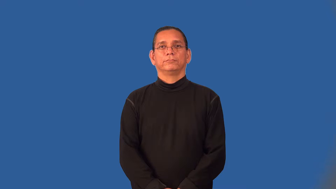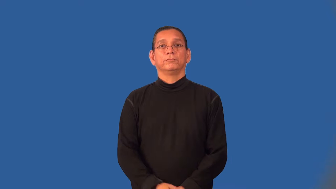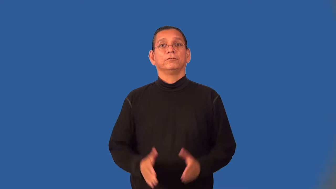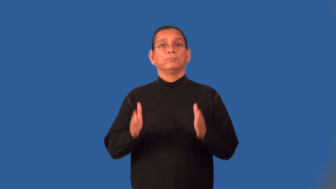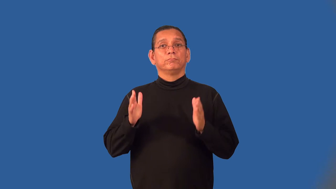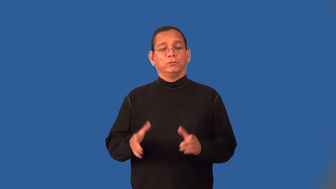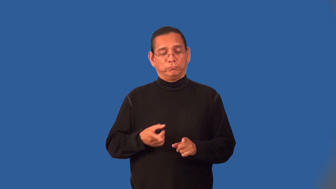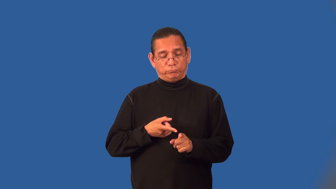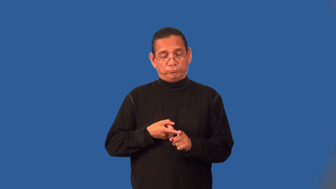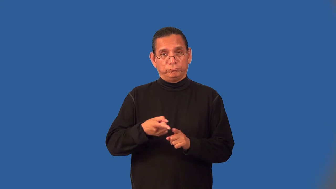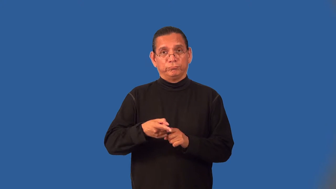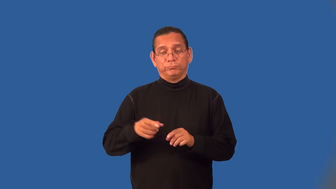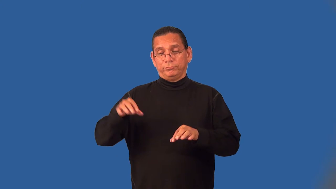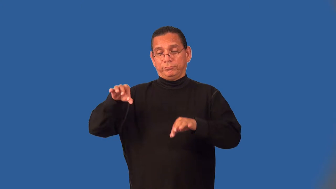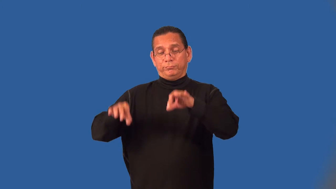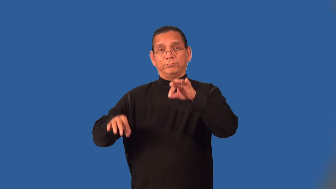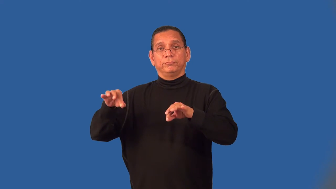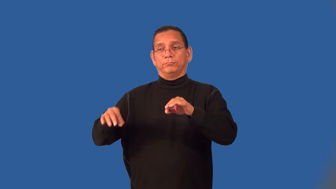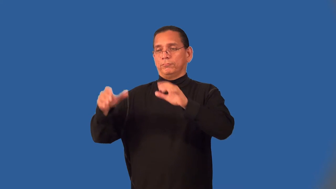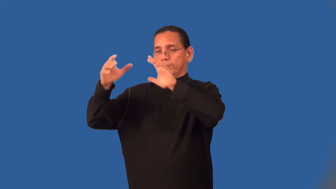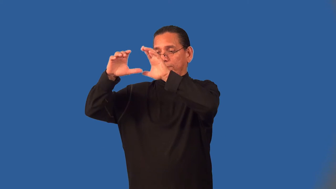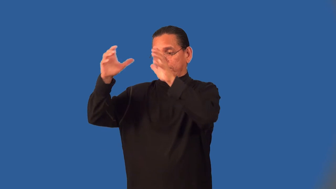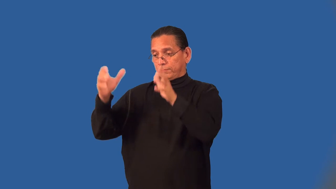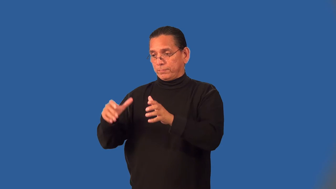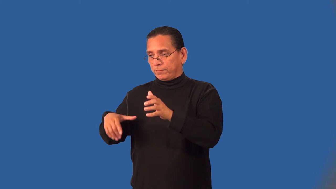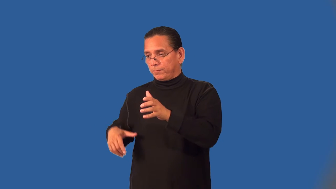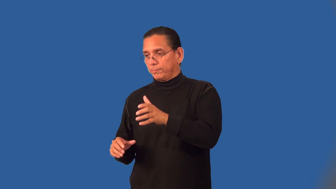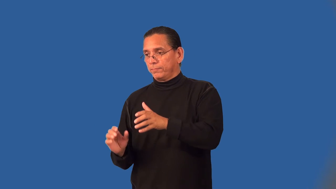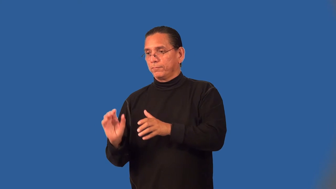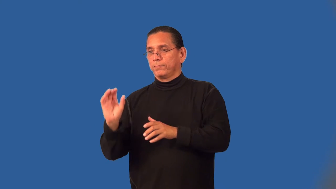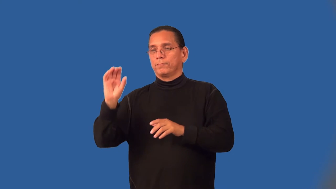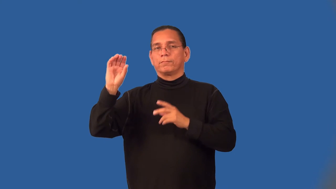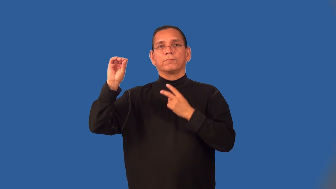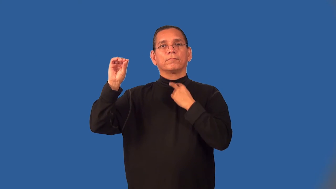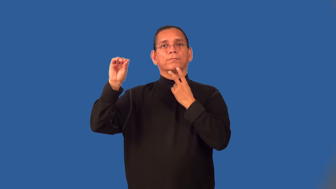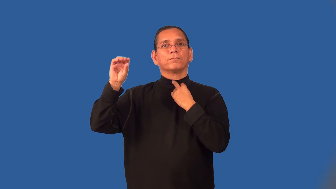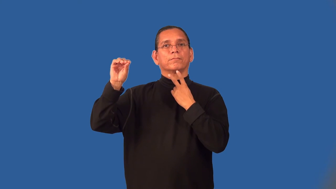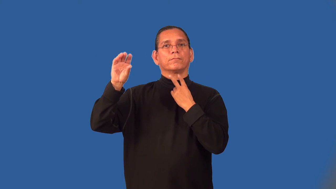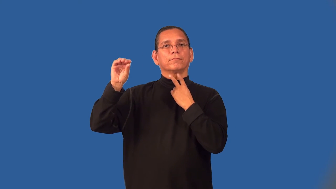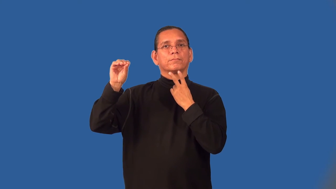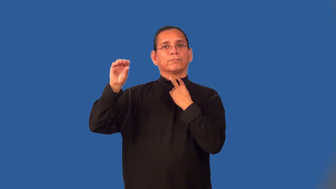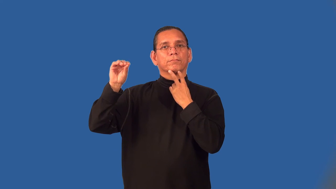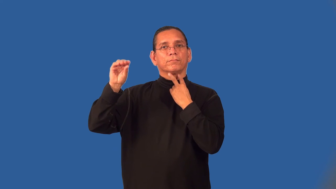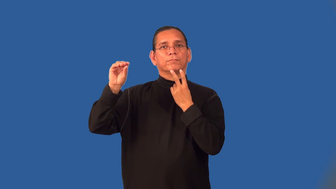ventriloquist